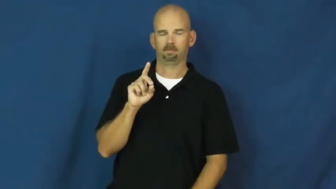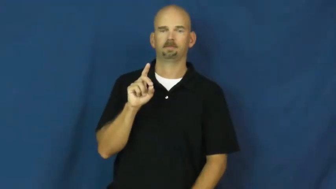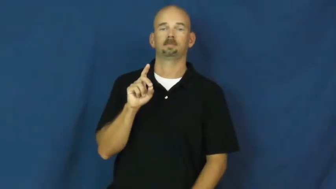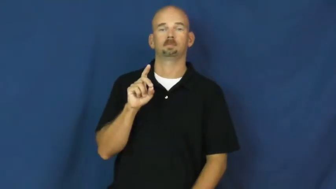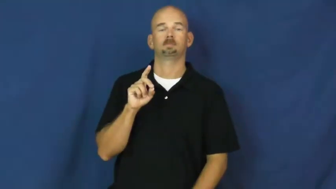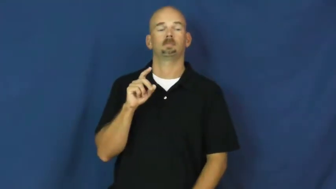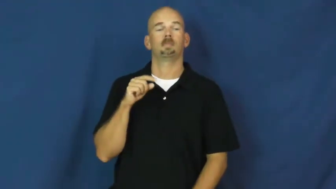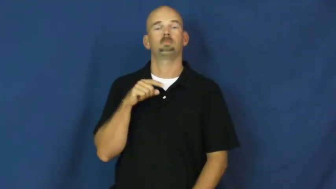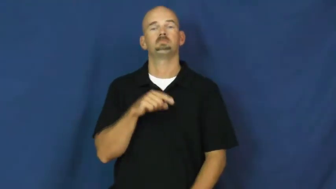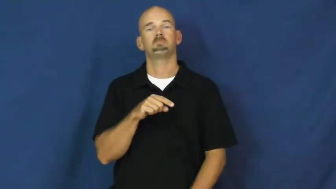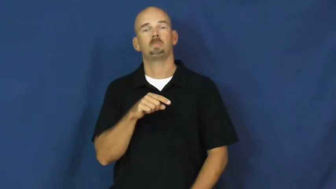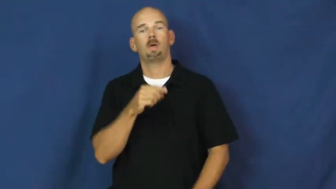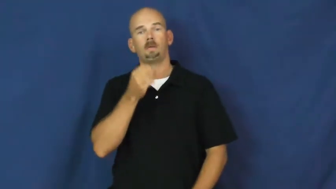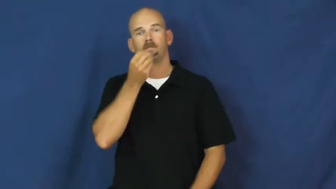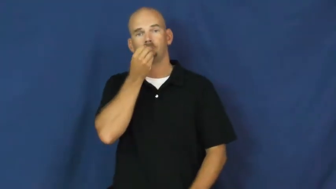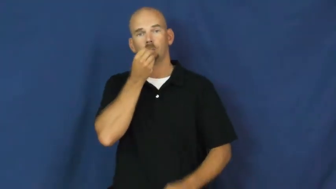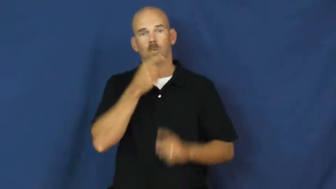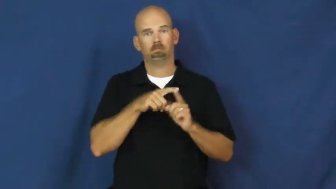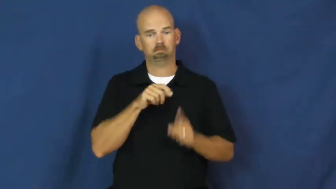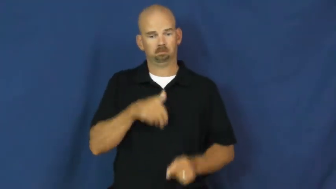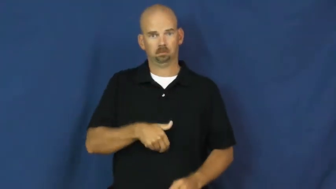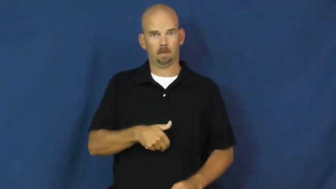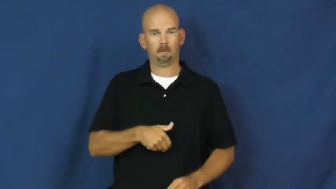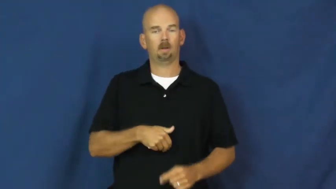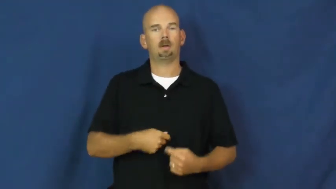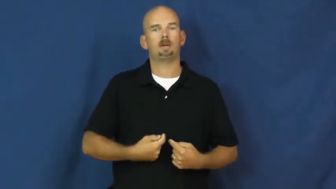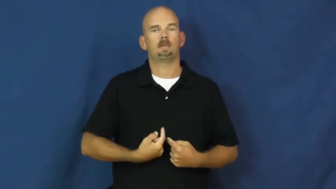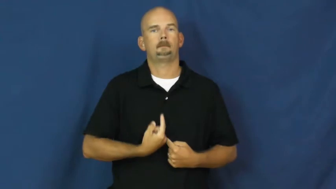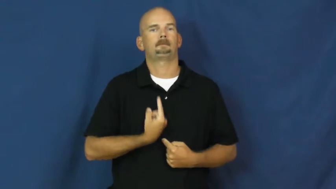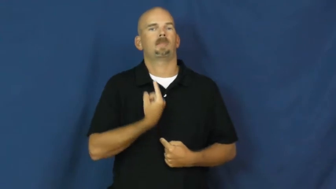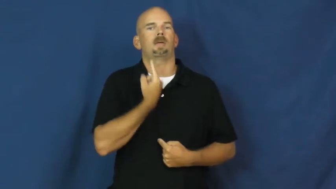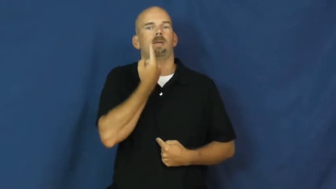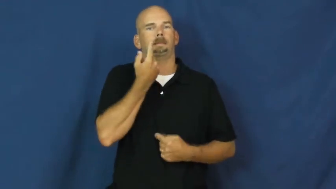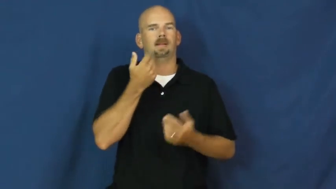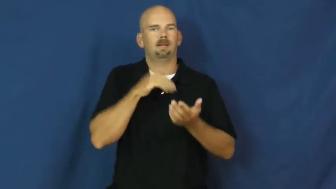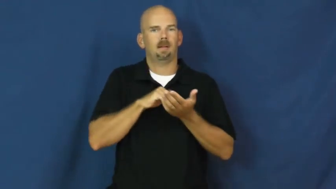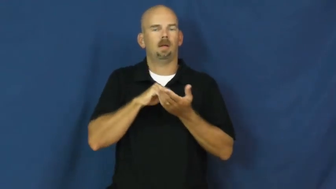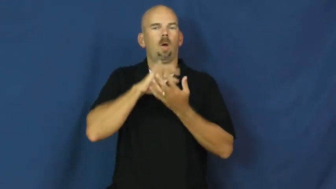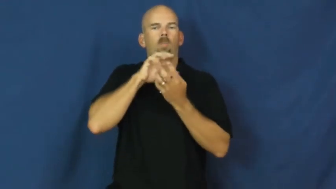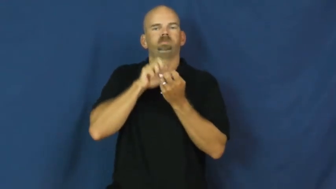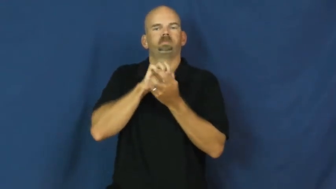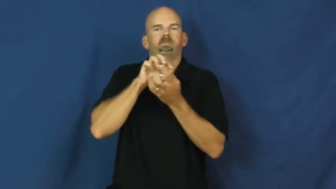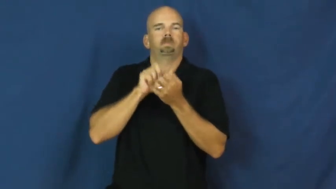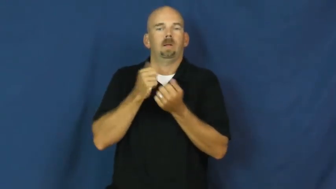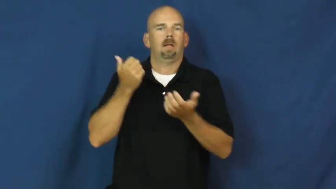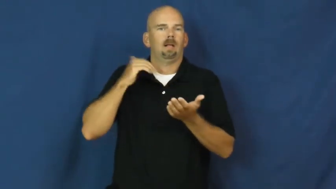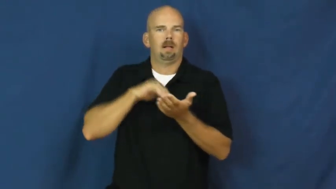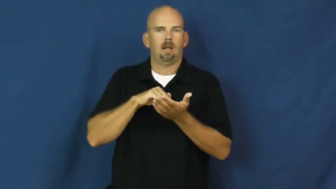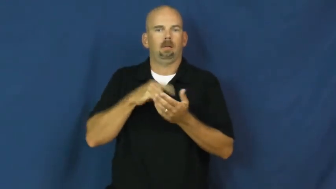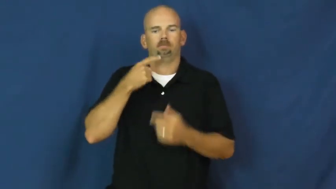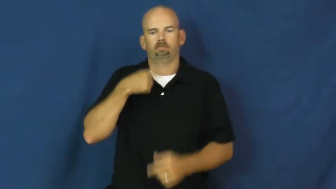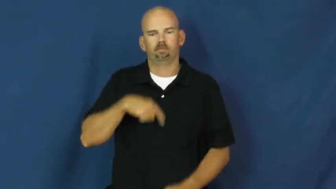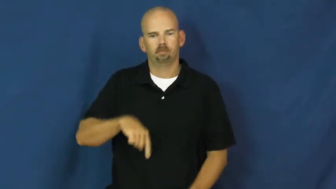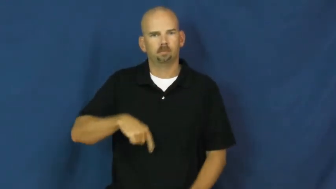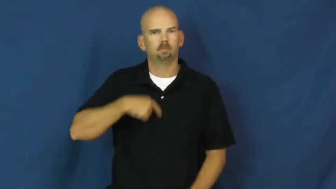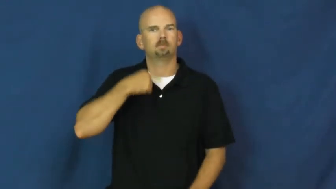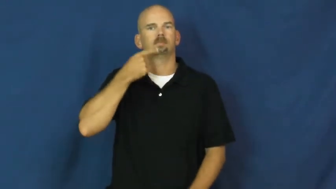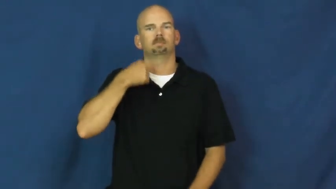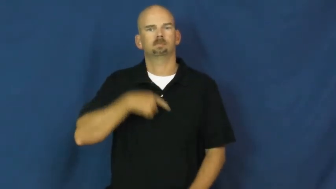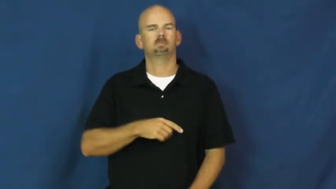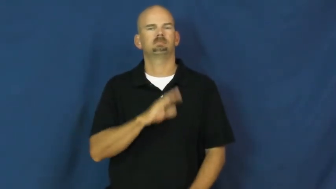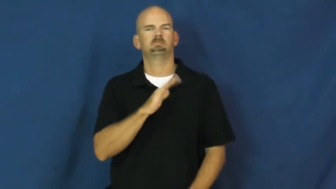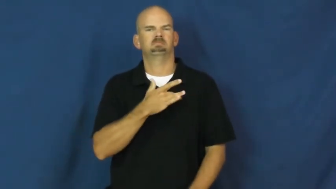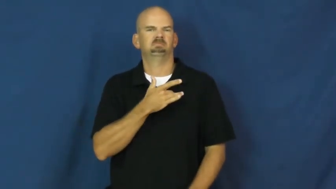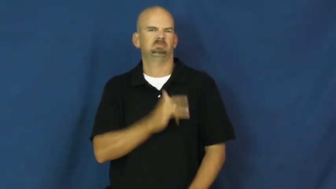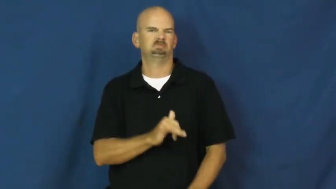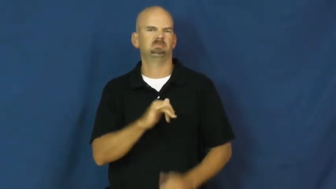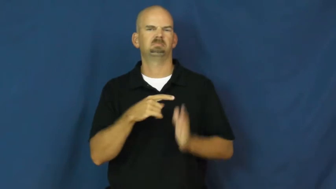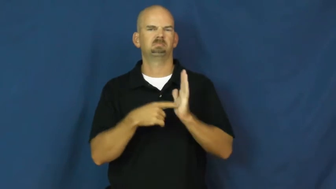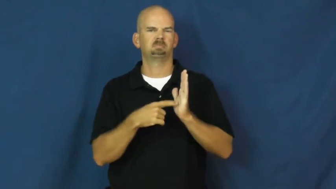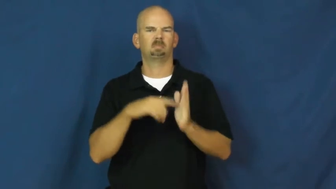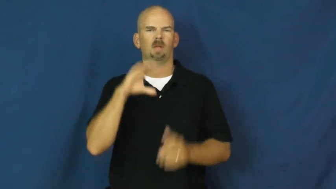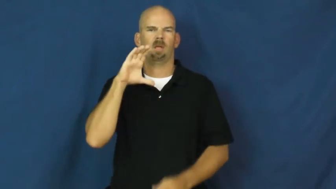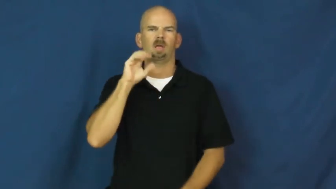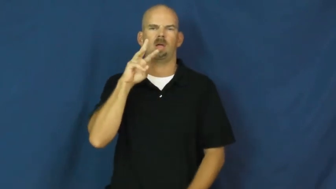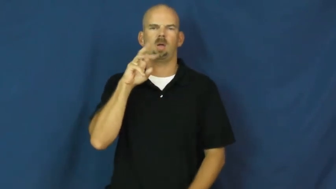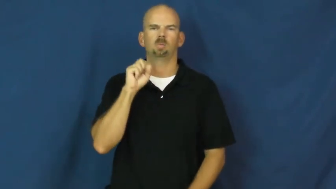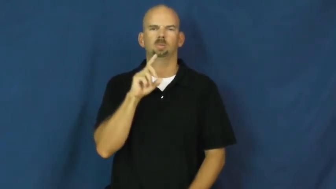cud